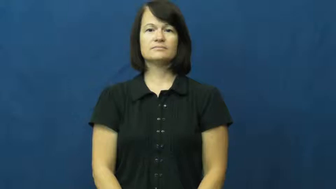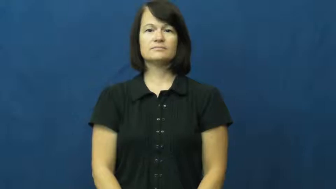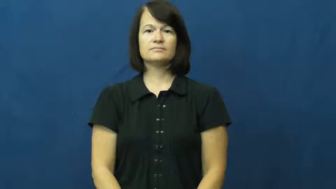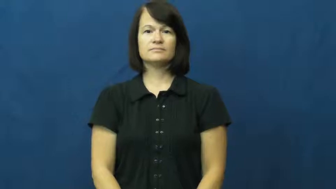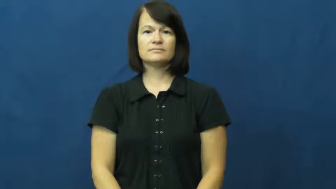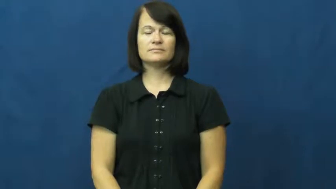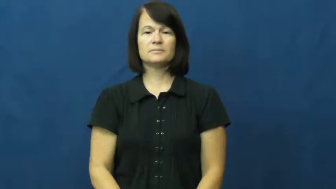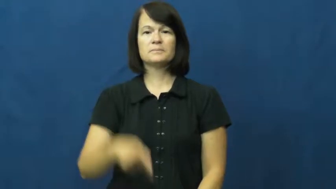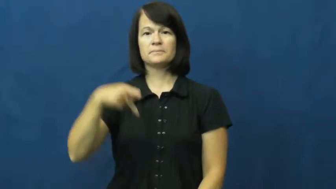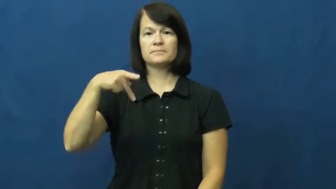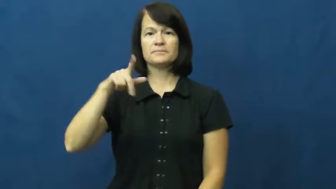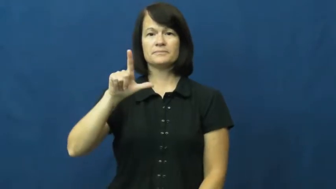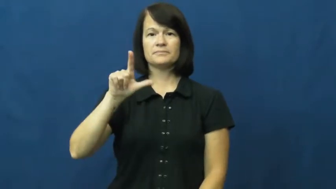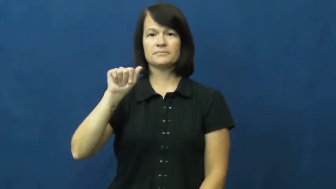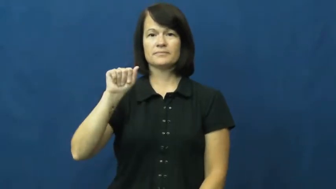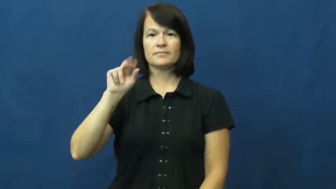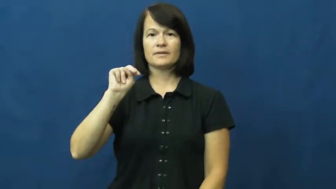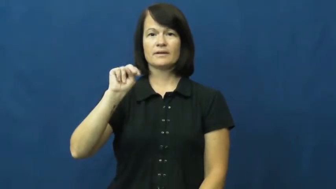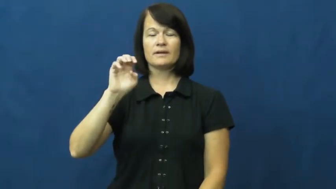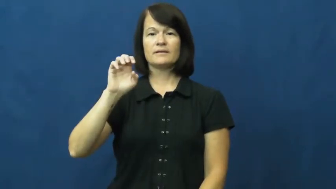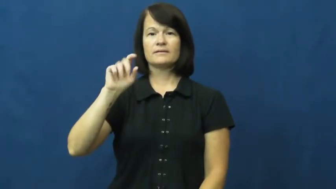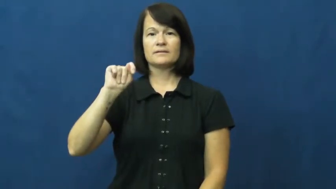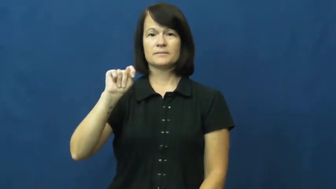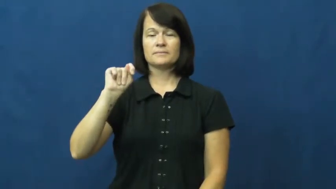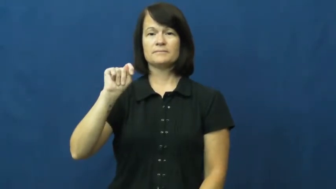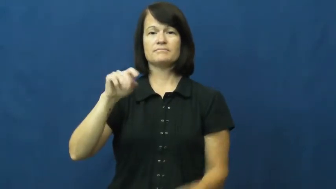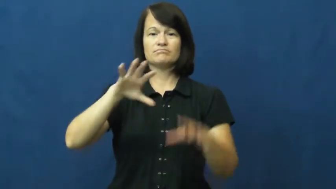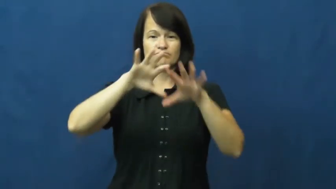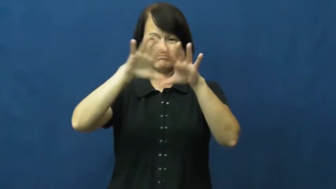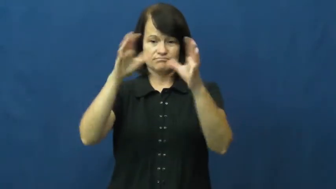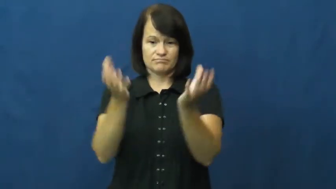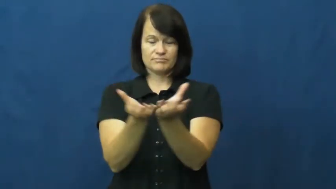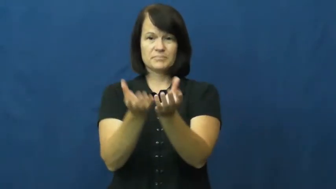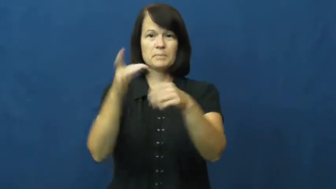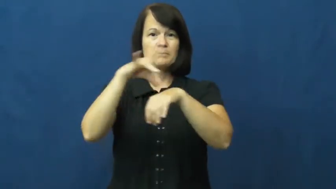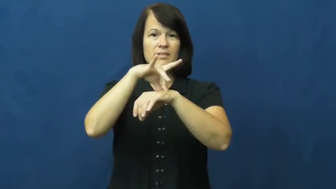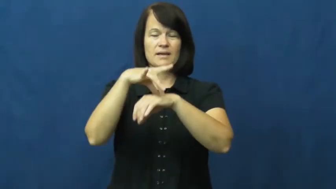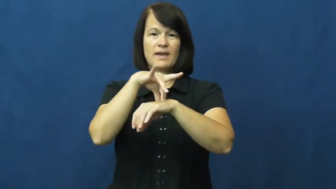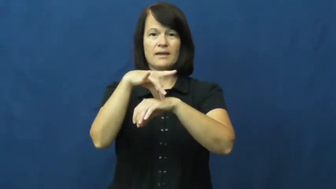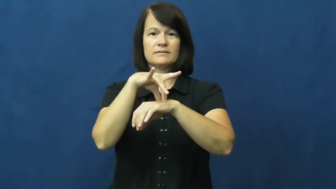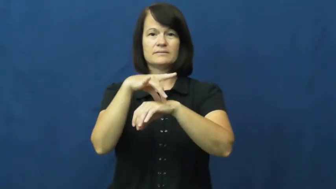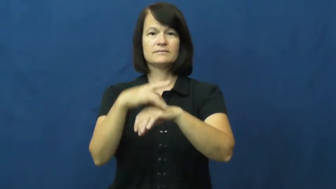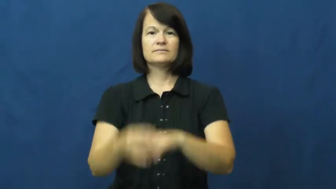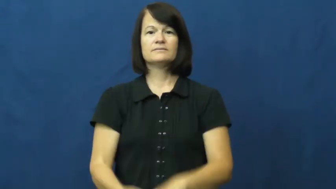planet